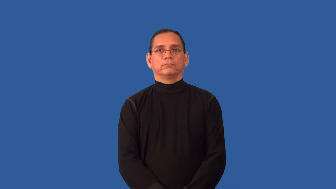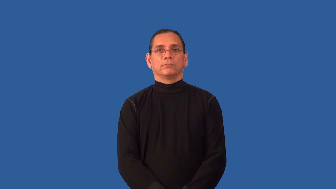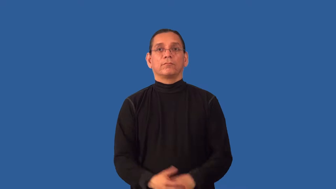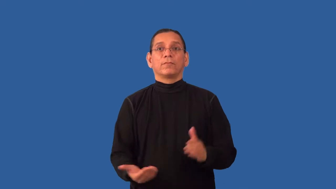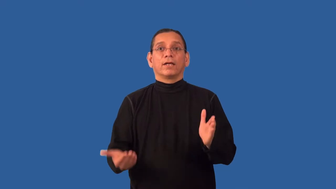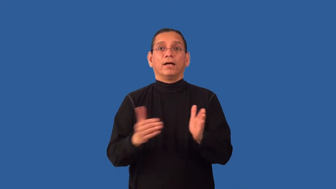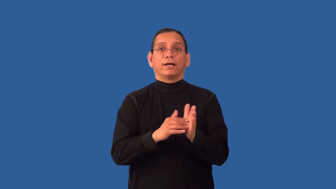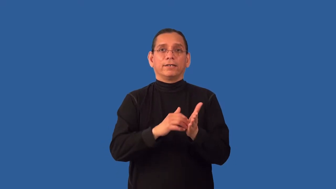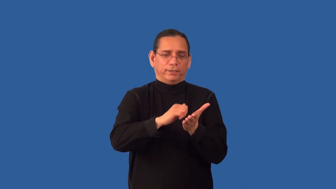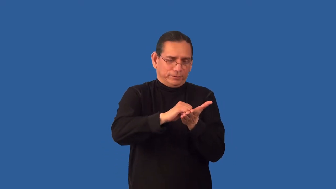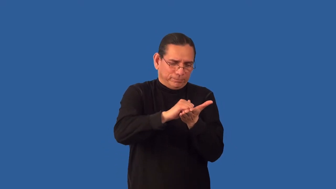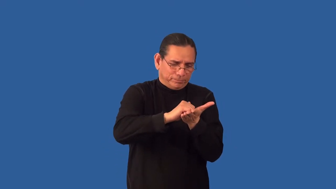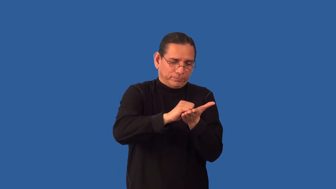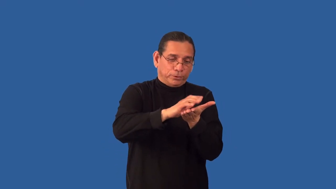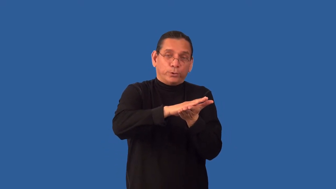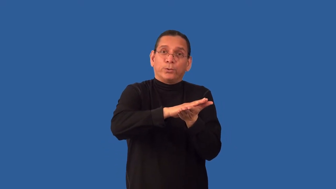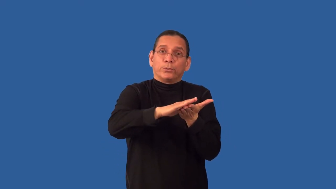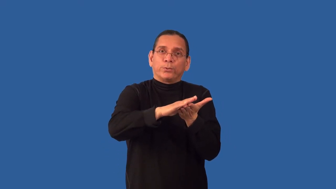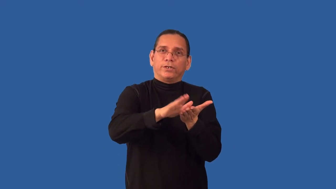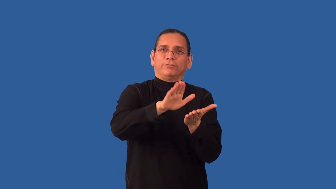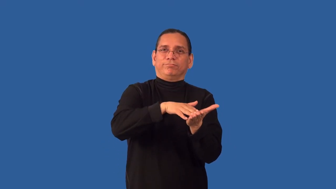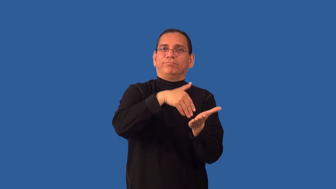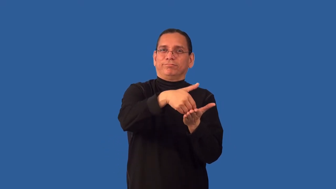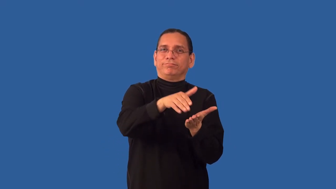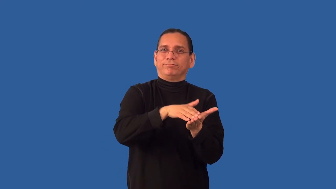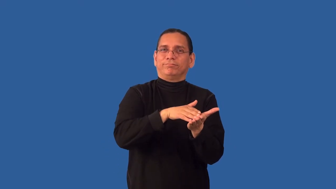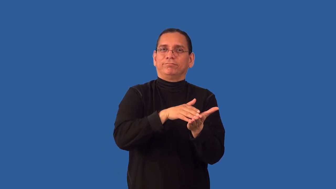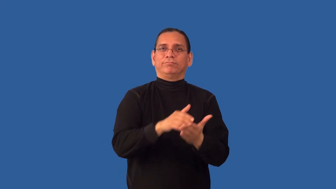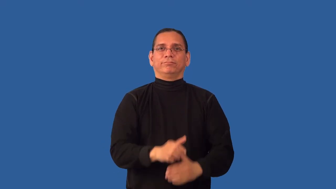refinish